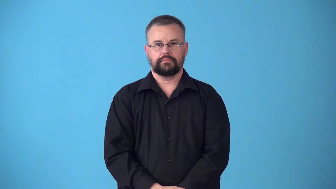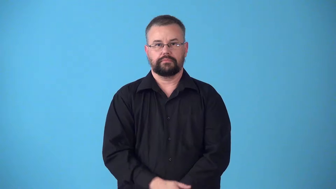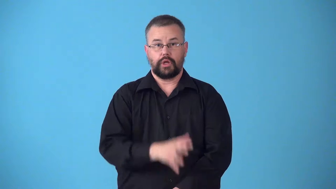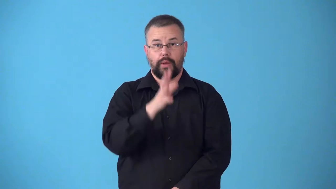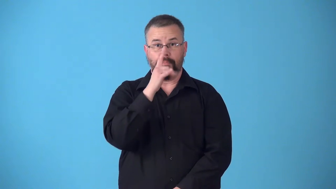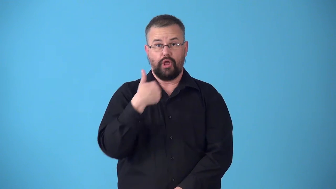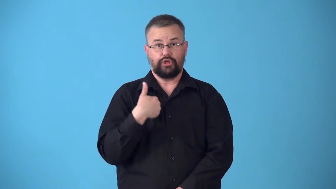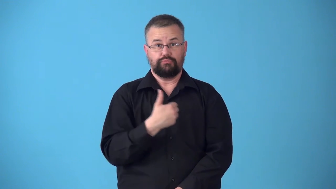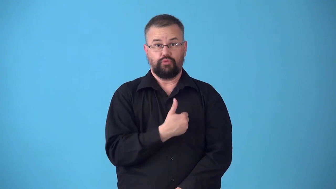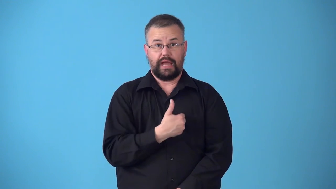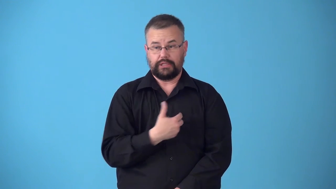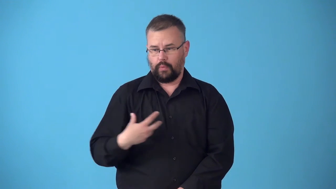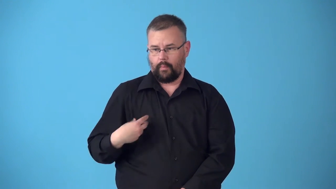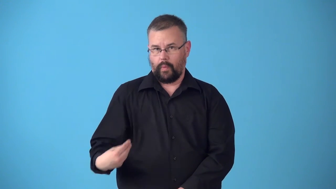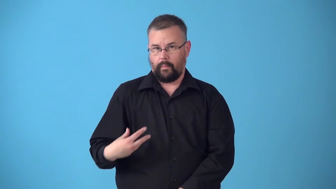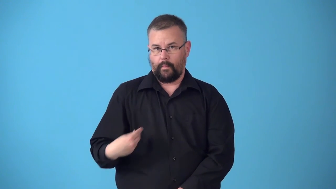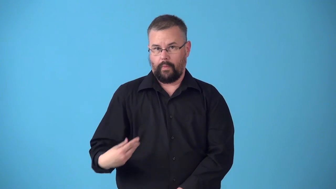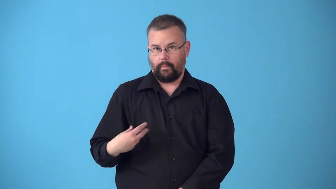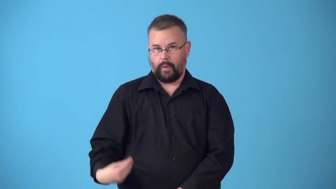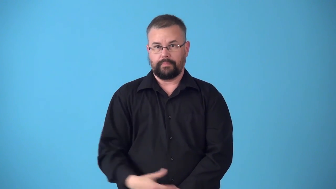suckle